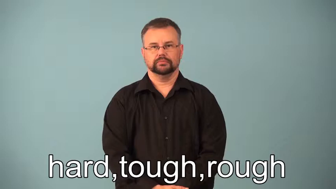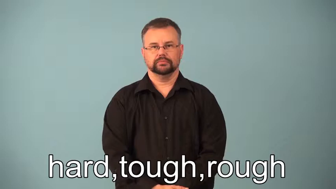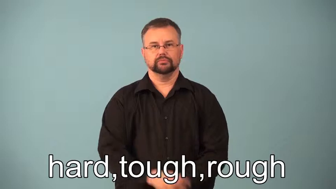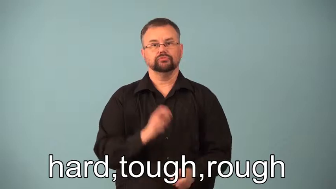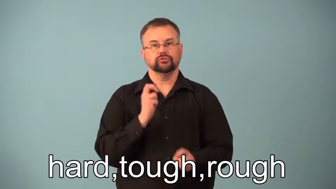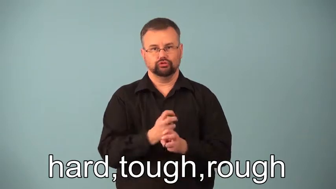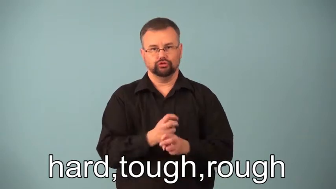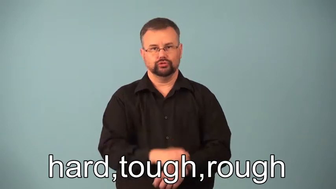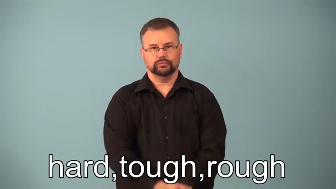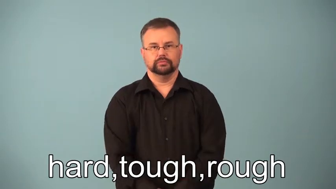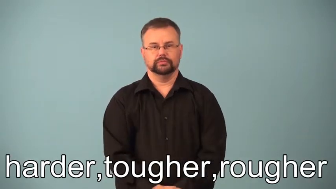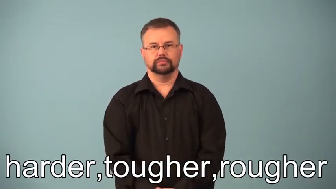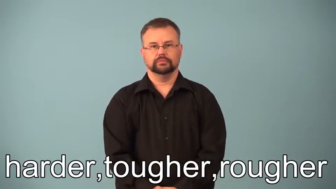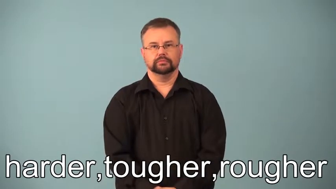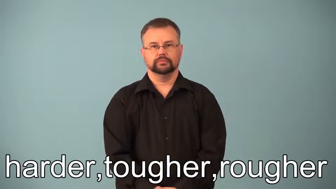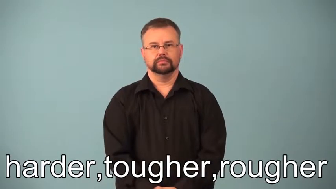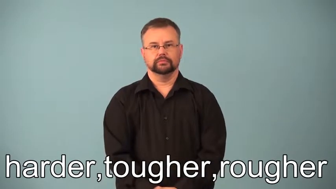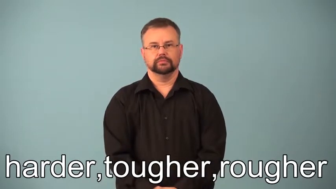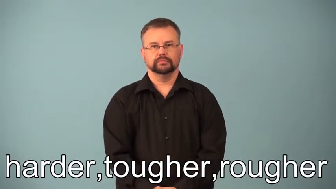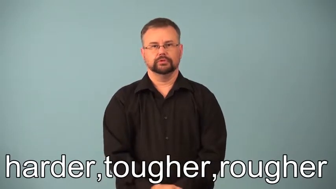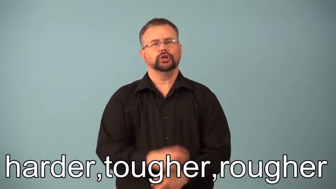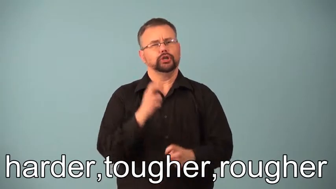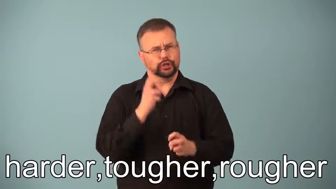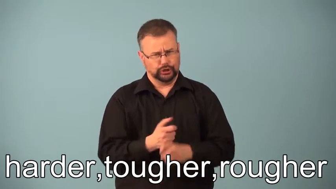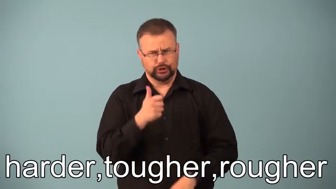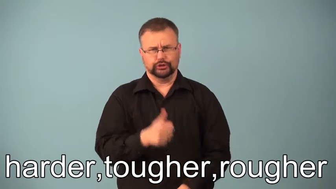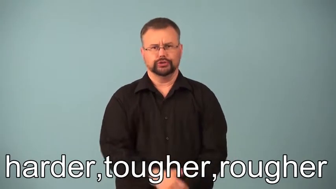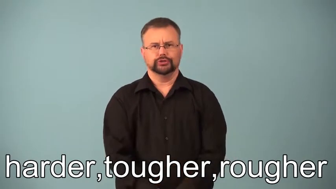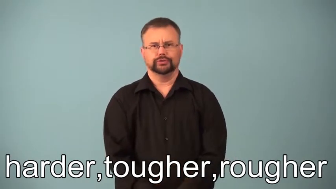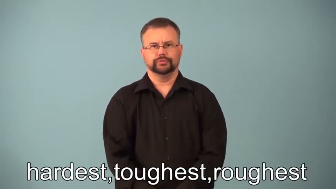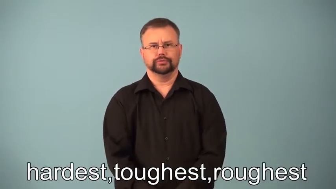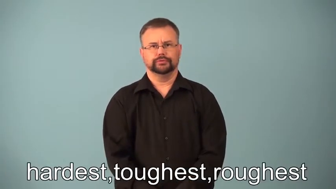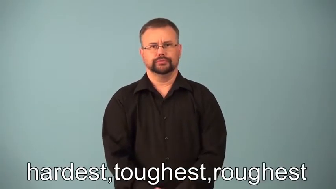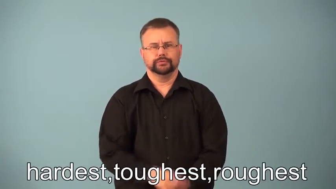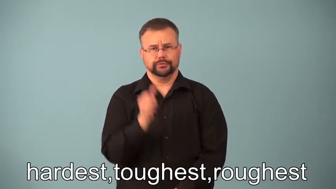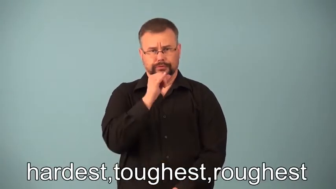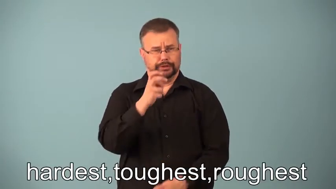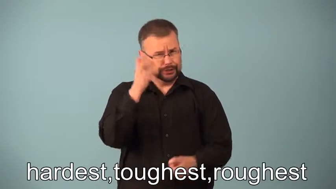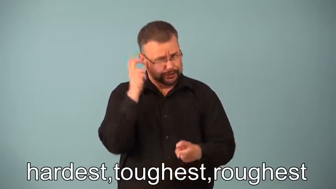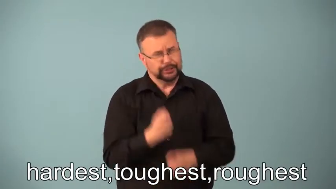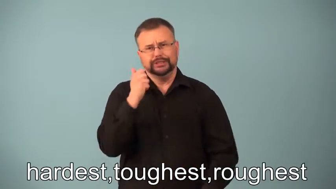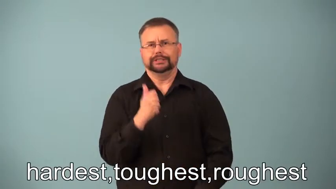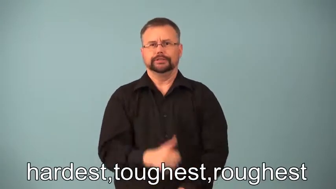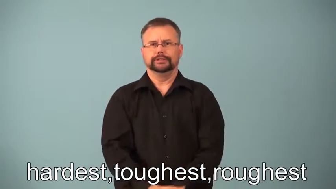harder,hardest,tougher,toughest,rougher,roughest-difficult